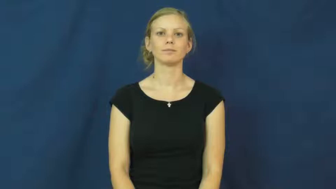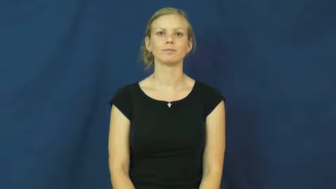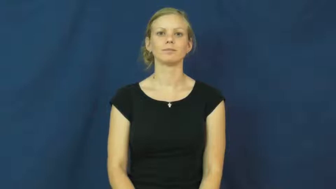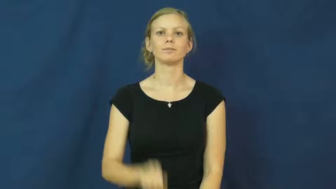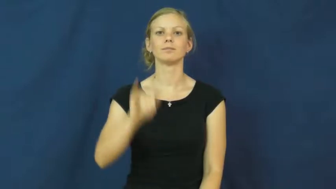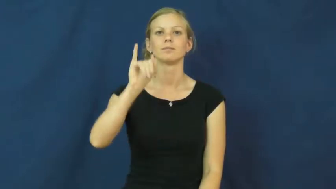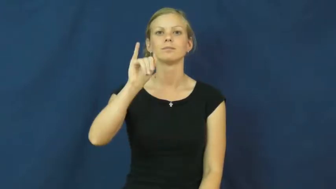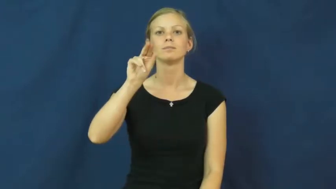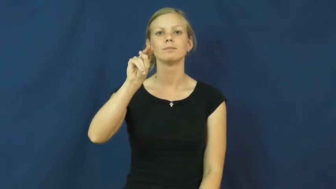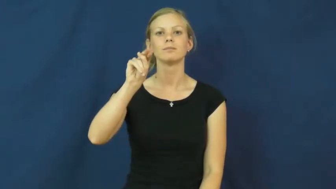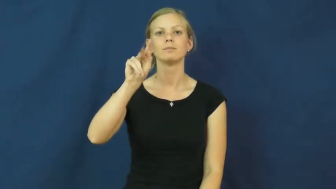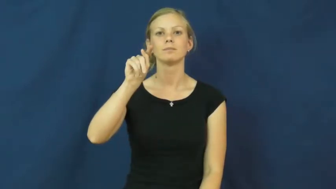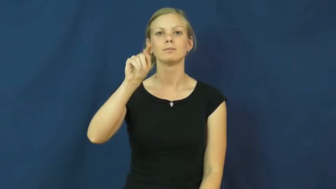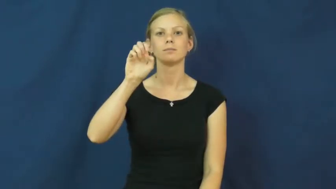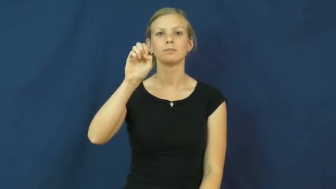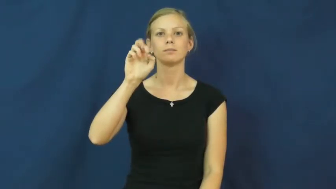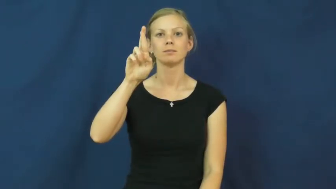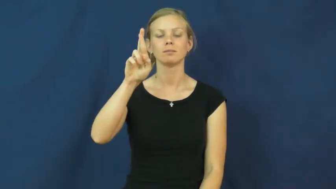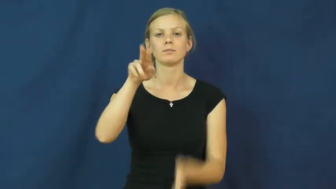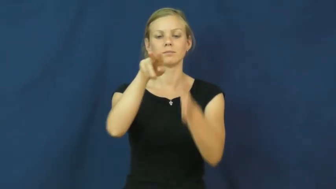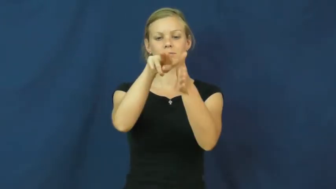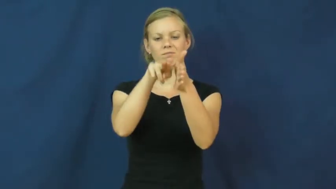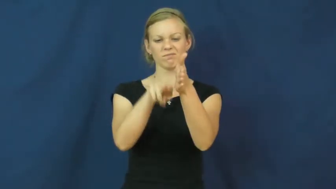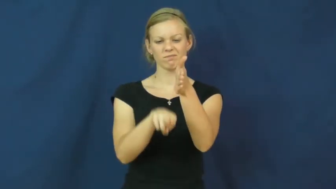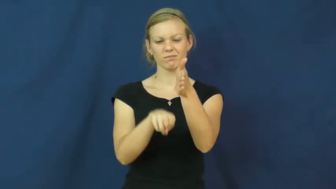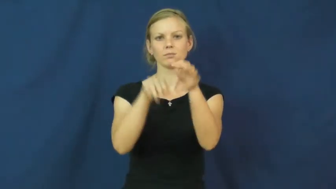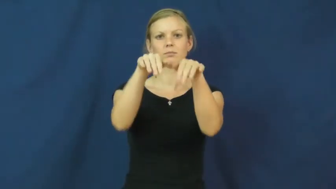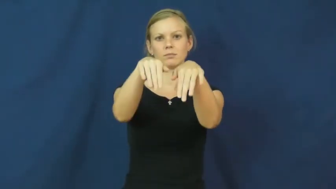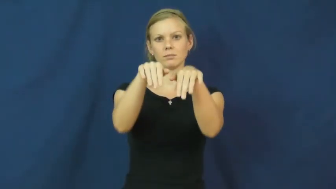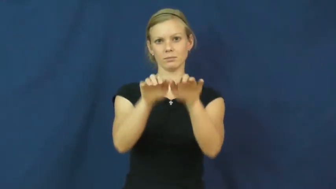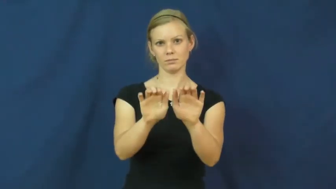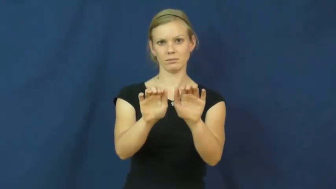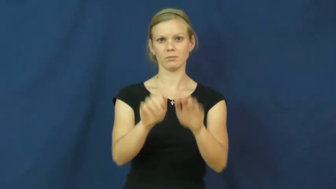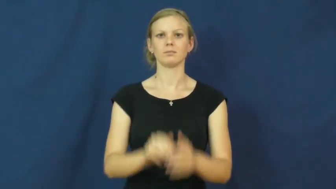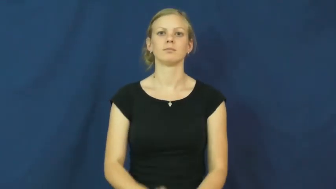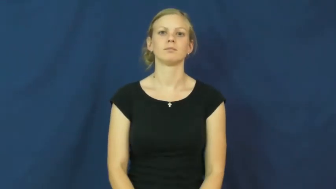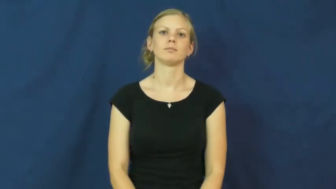inter